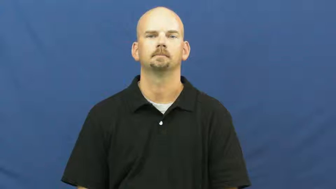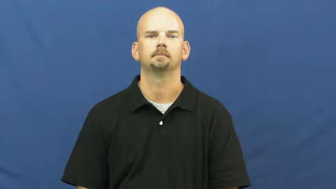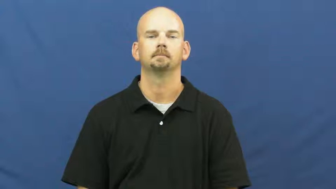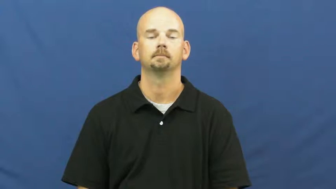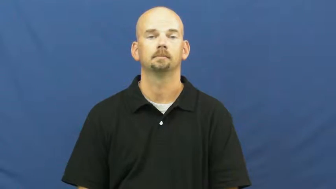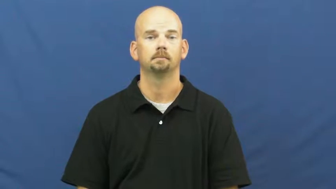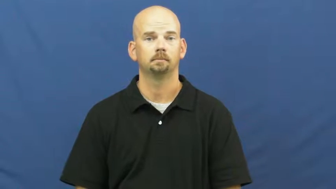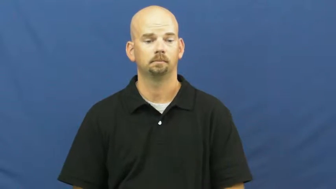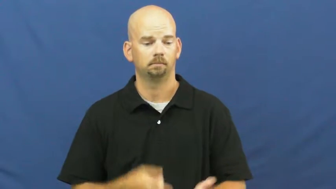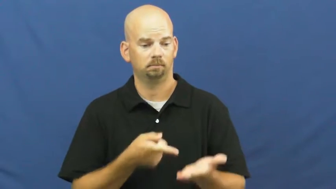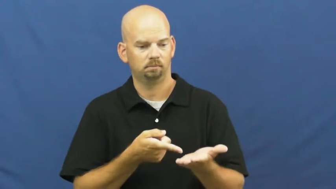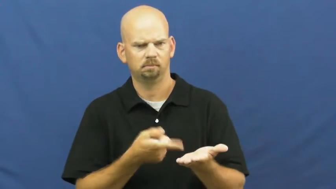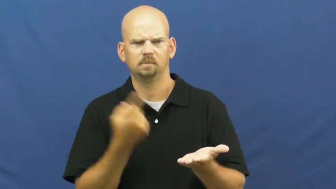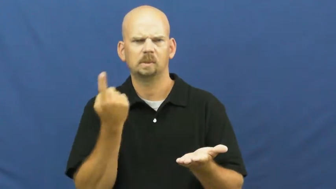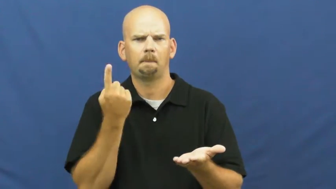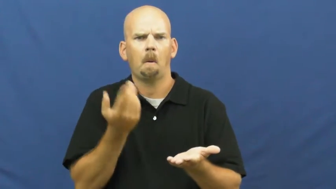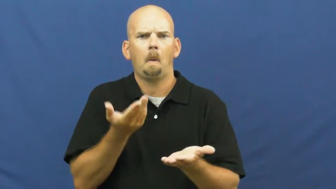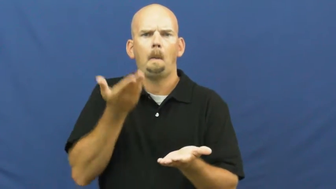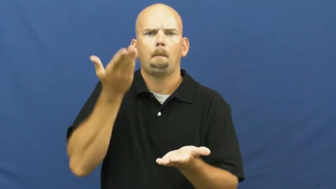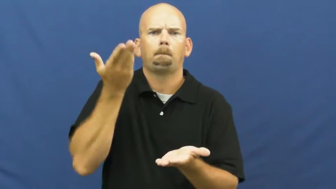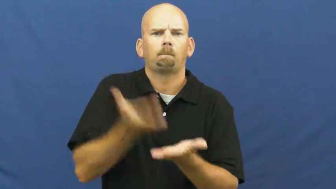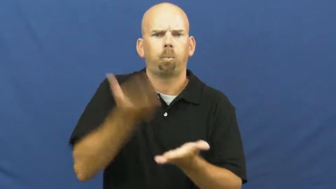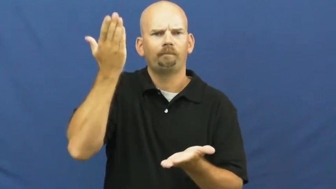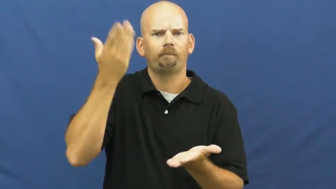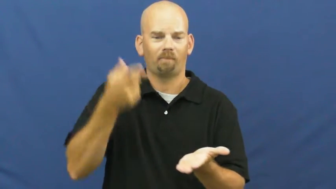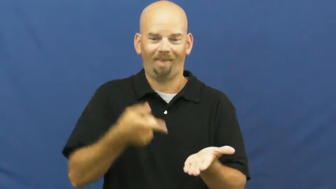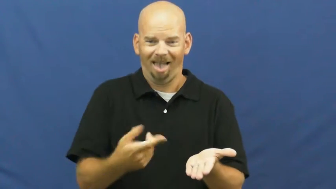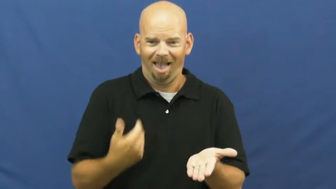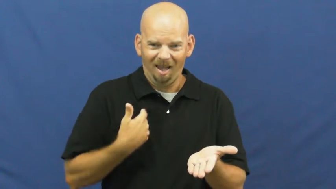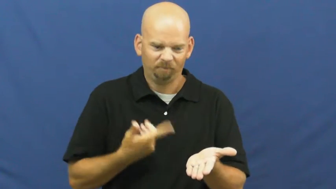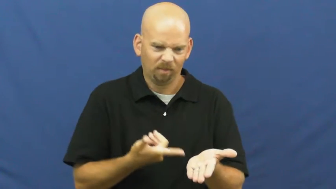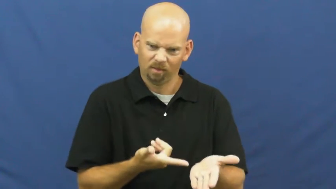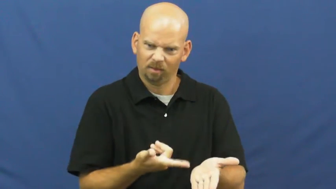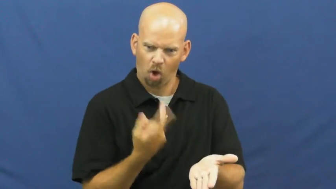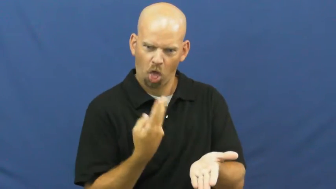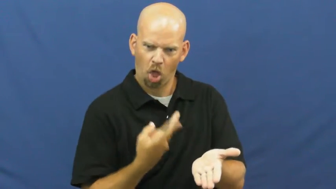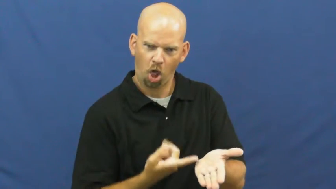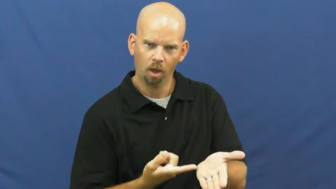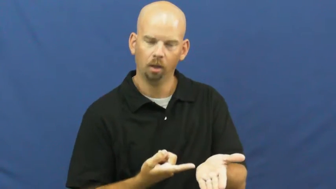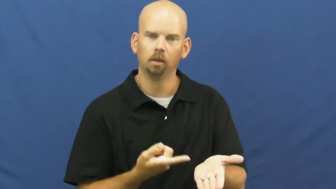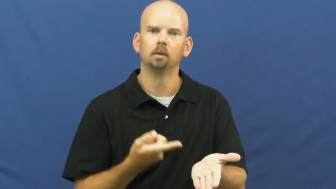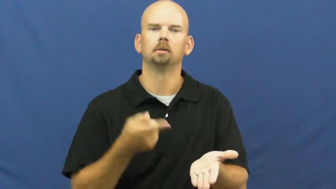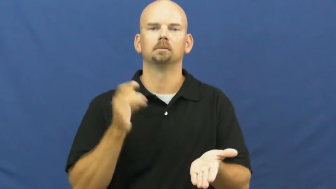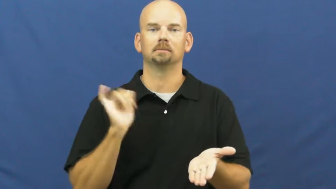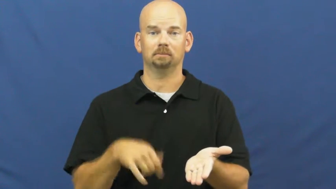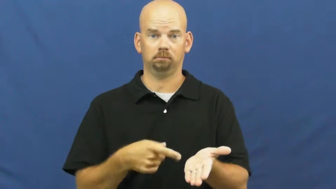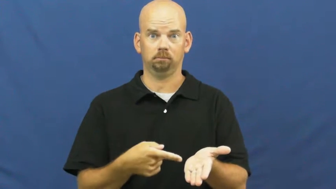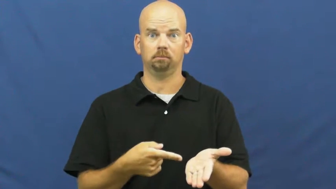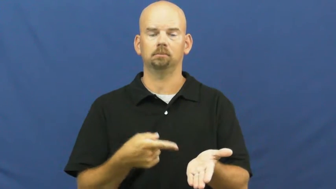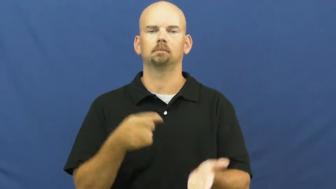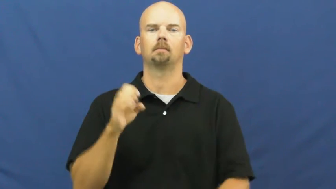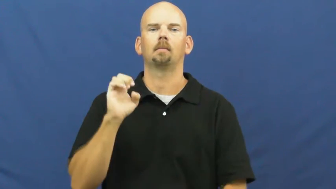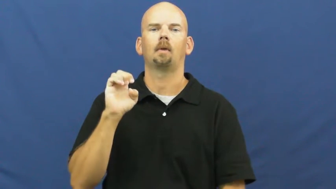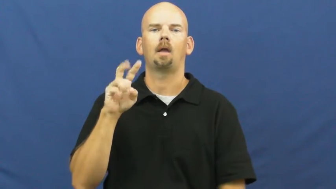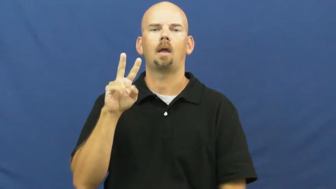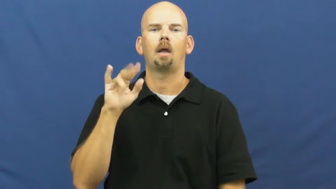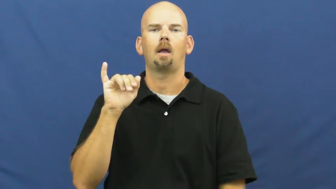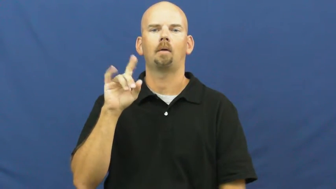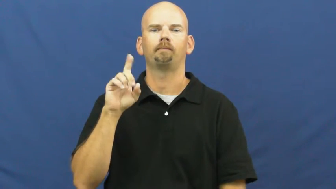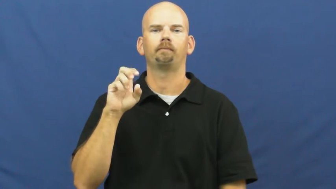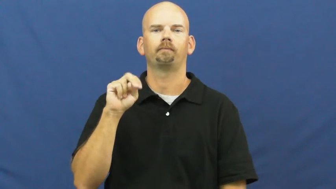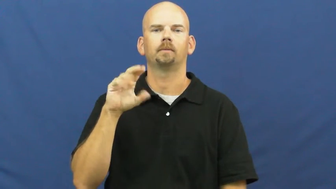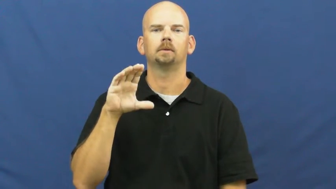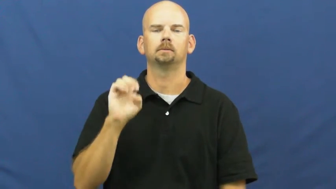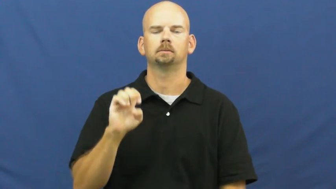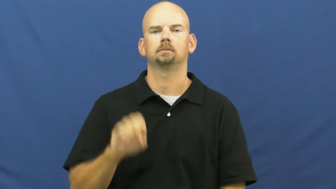evidence